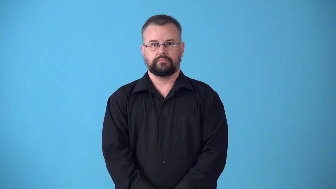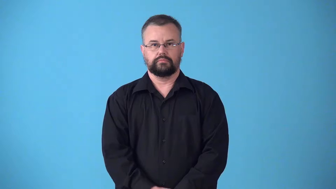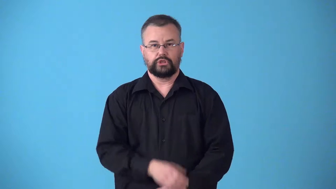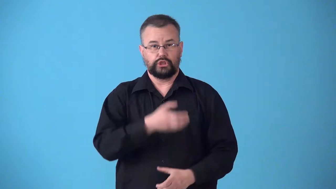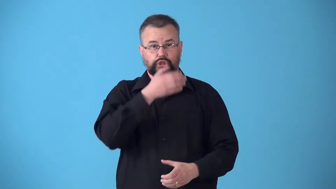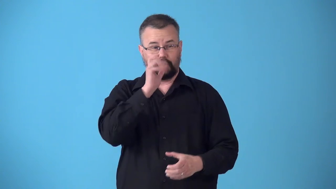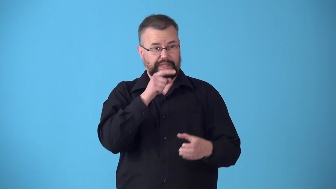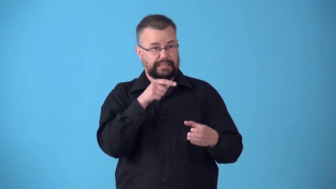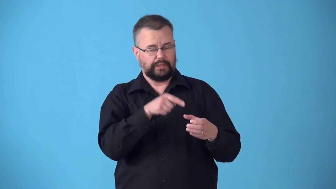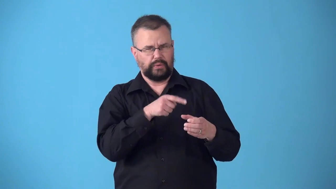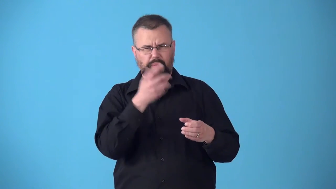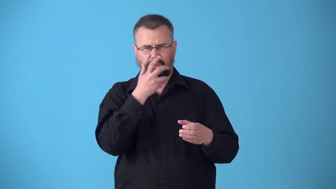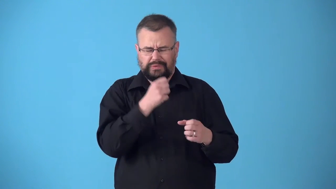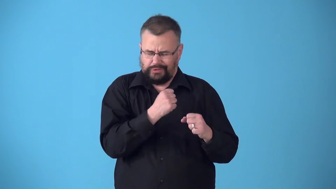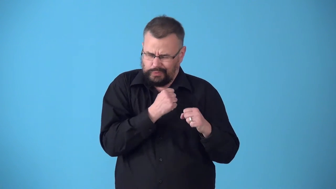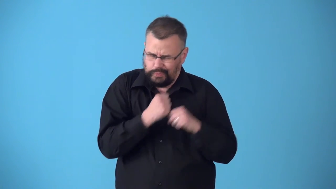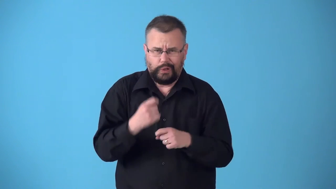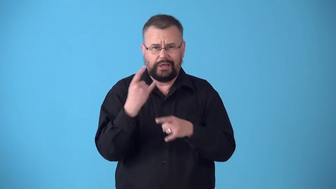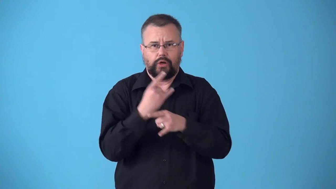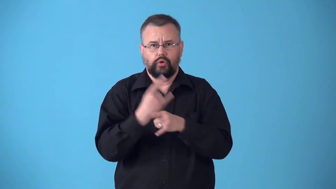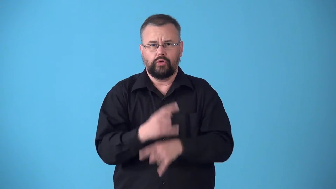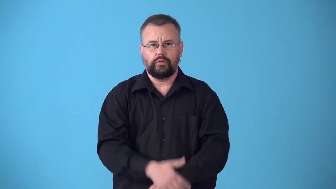stiff-drink with lots of alcohol in it